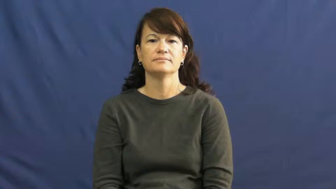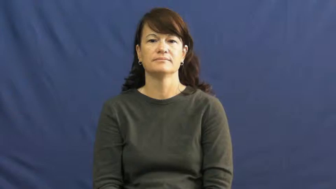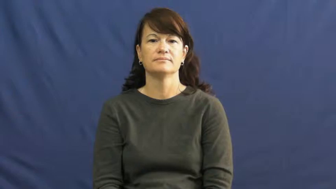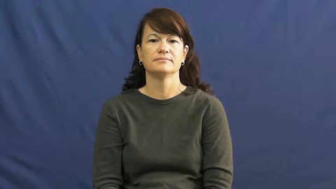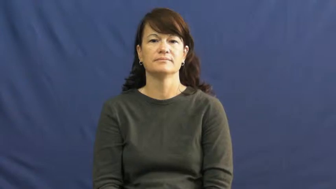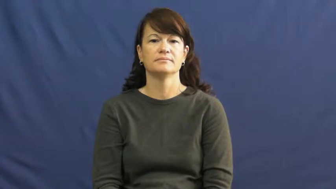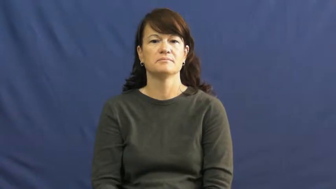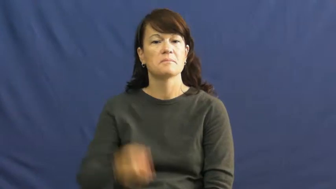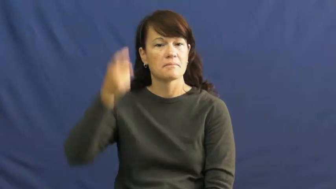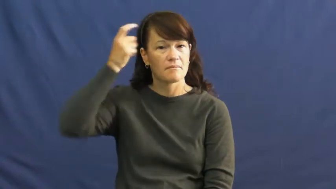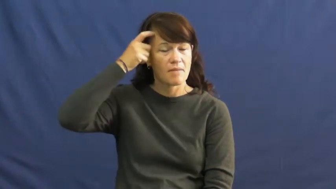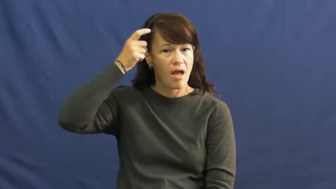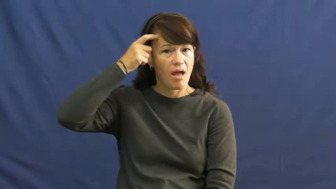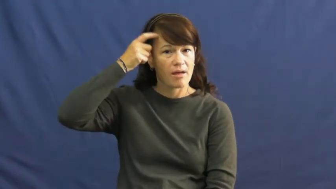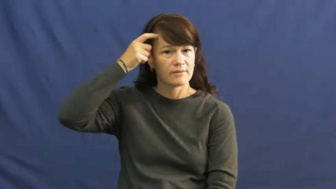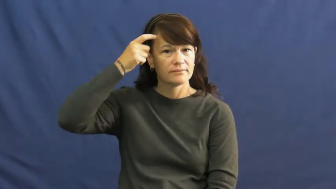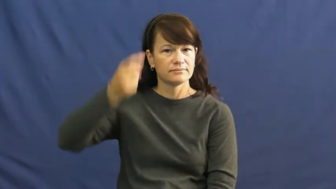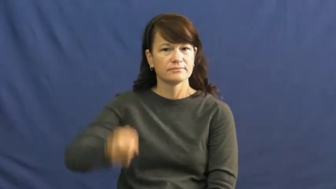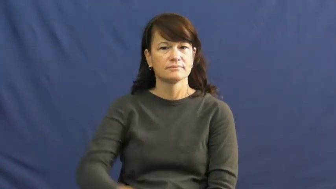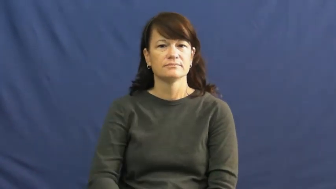mind,cognitive,psychological